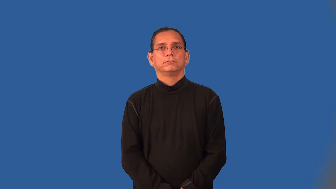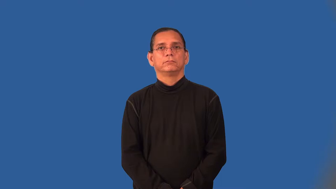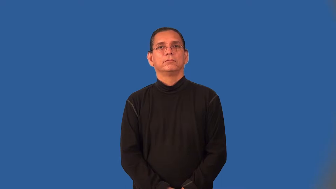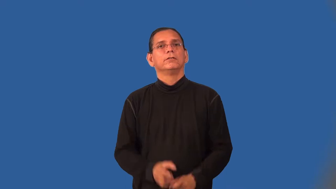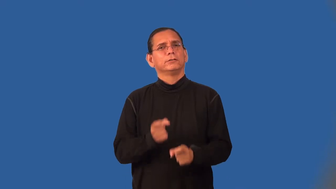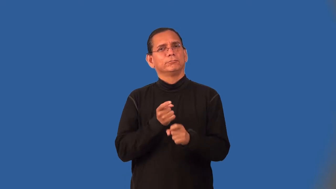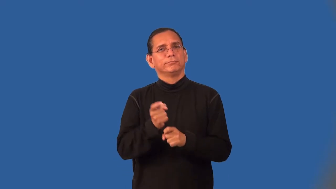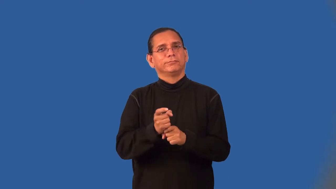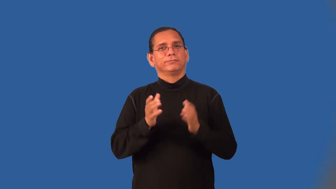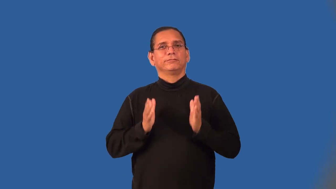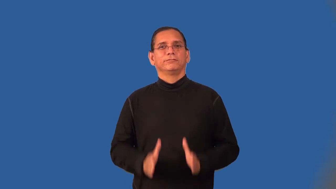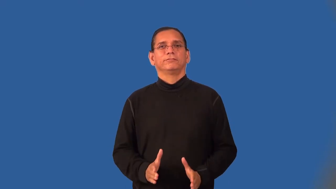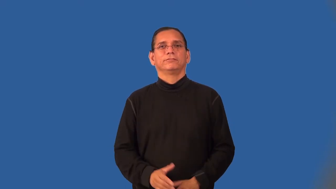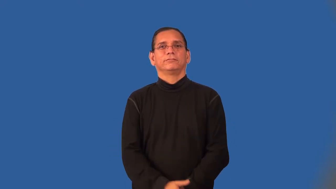joker,kidder,prankster,josher,teaser,ribber